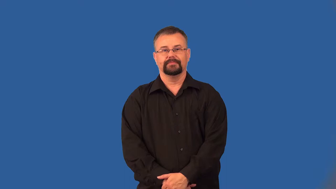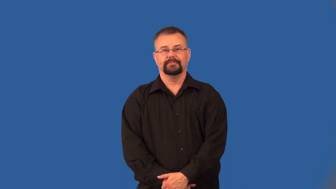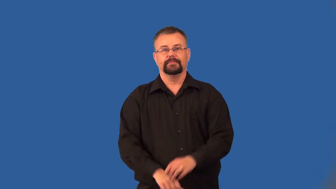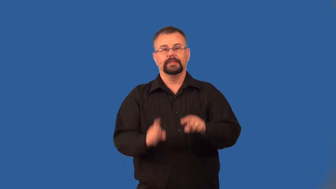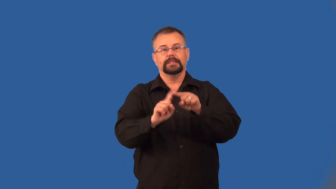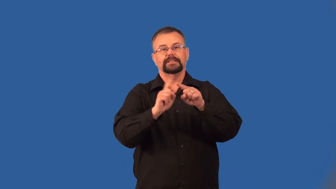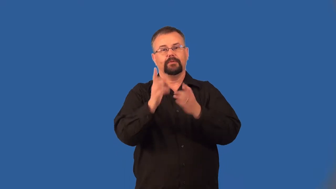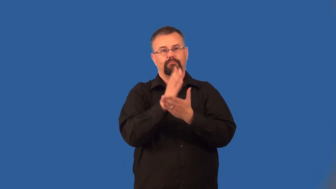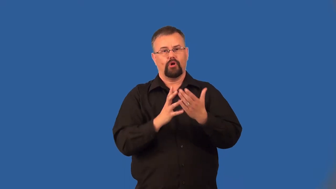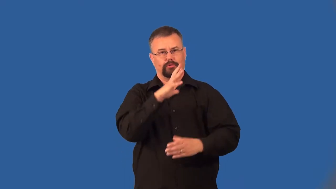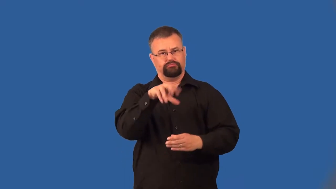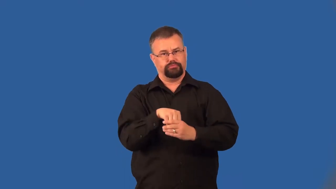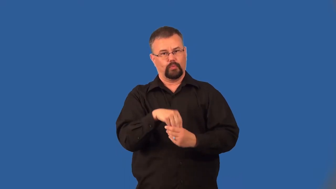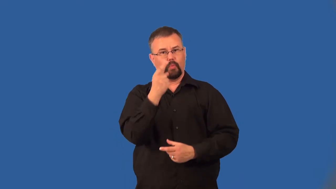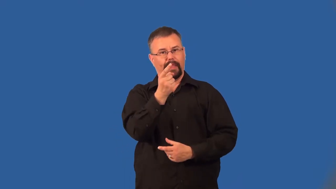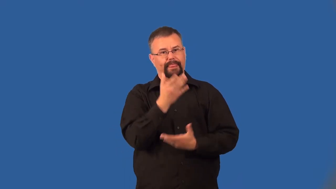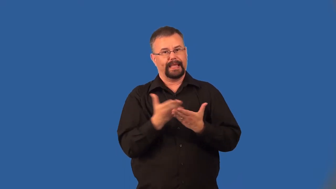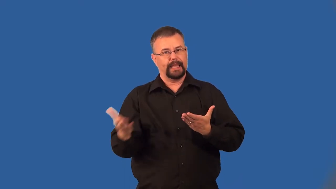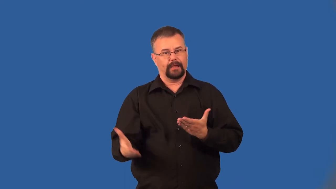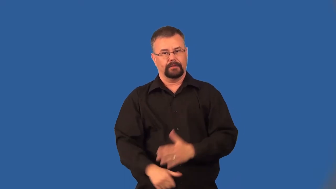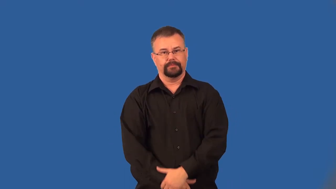compound-many parts